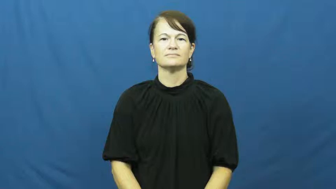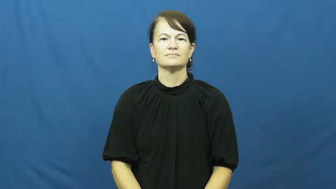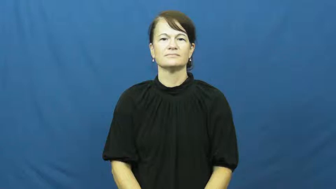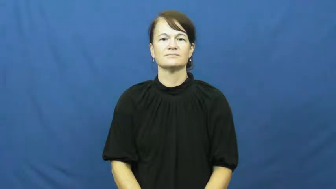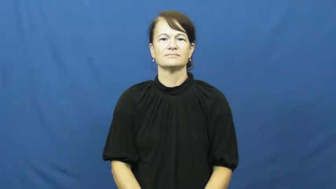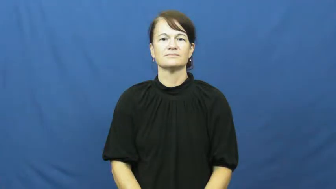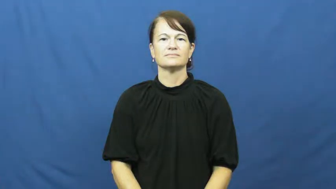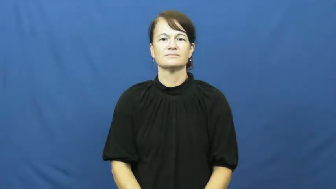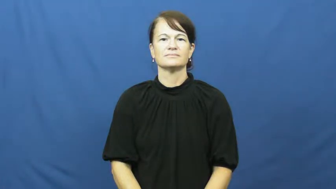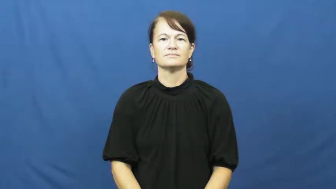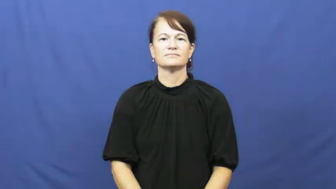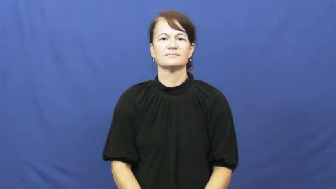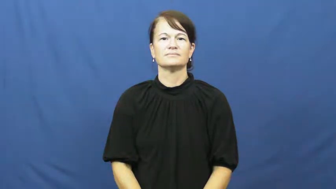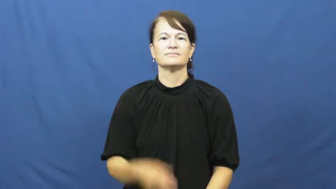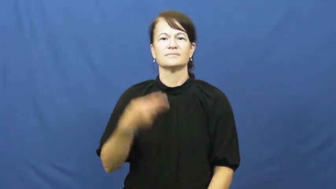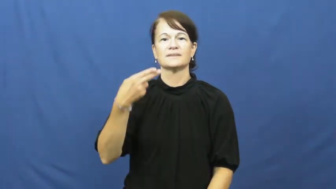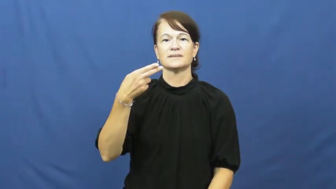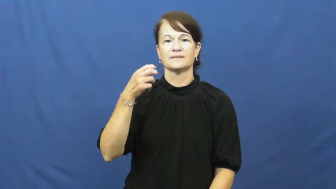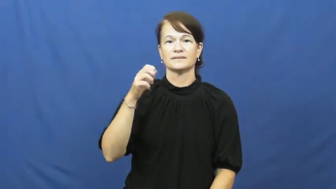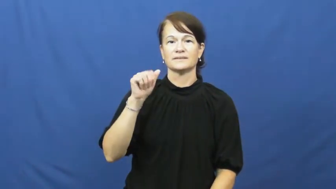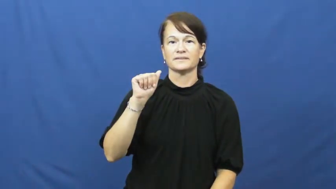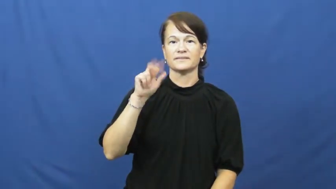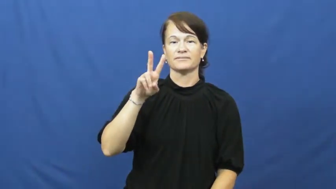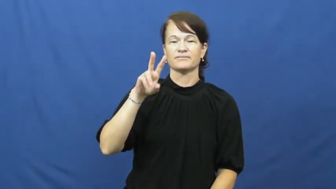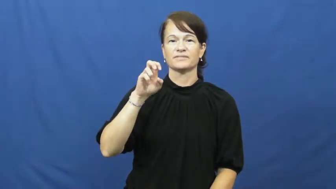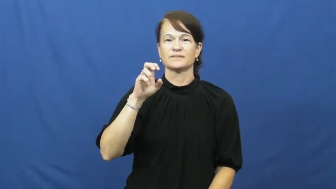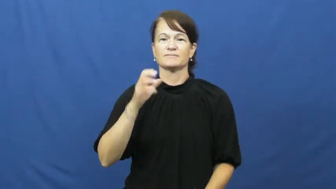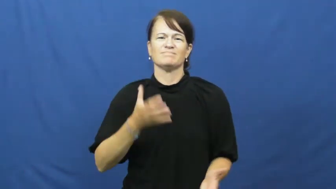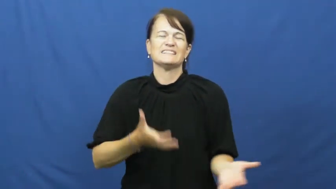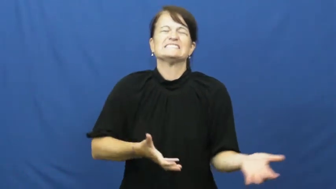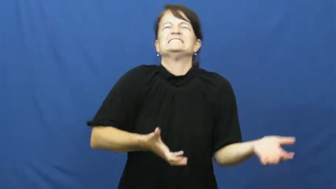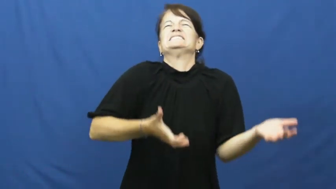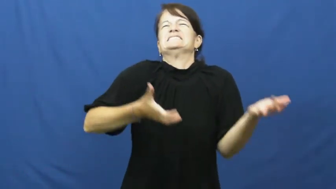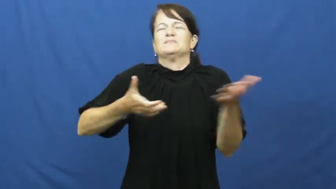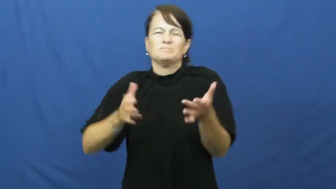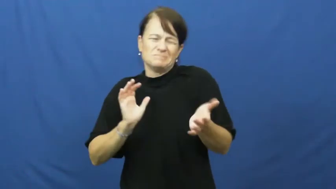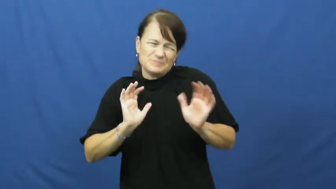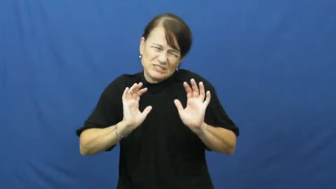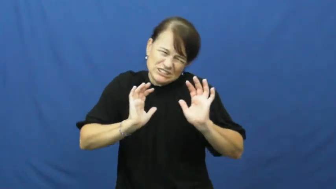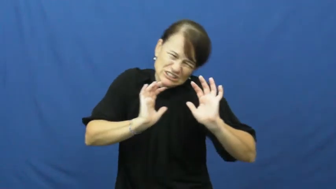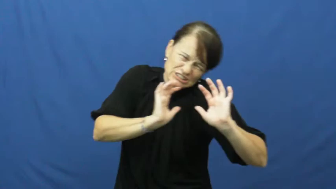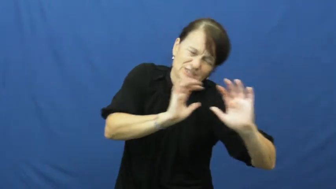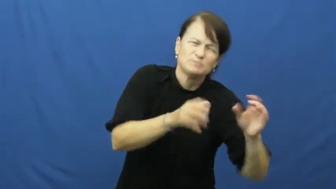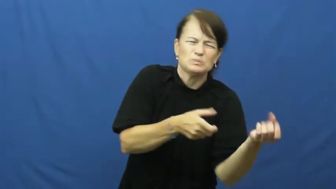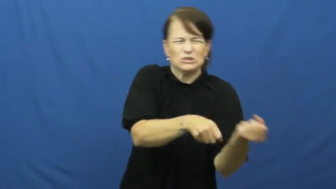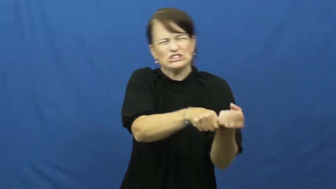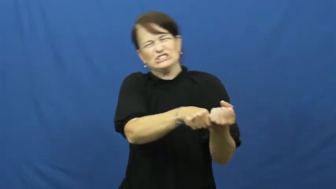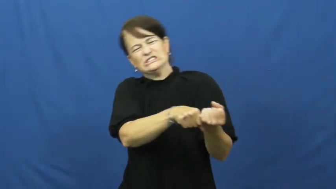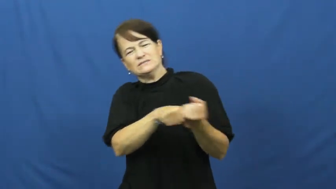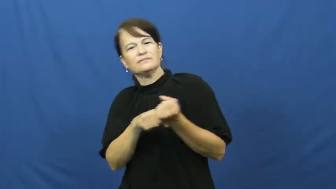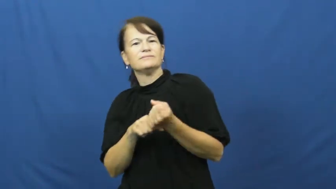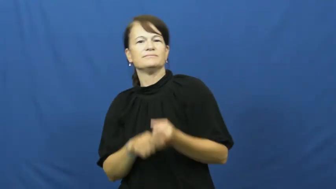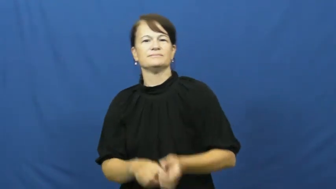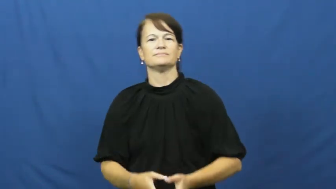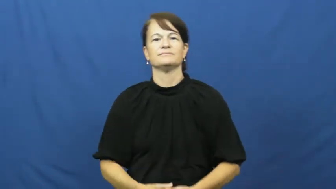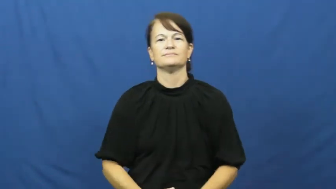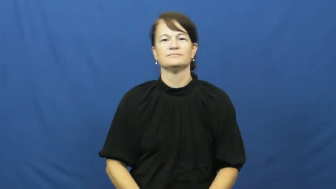heave,heft-pull